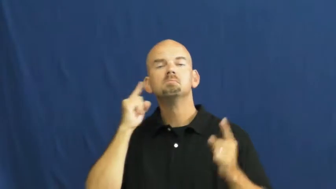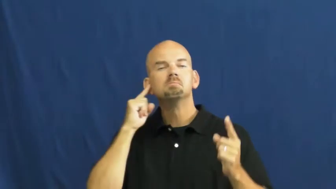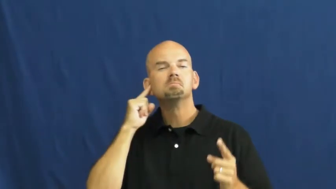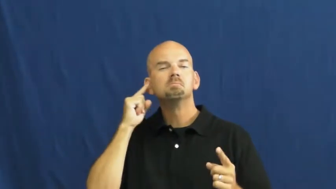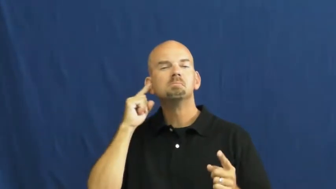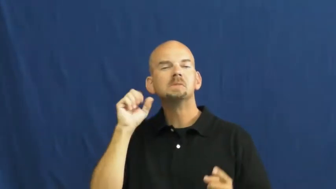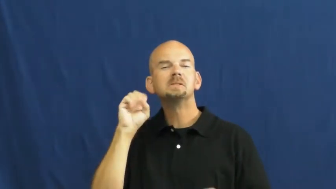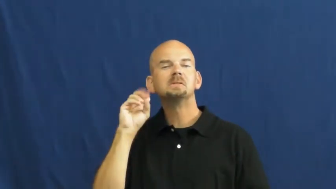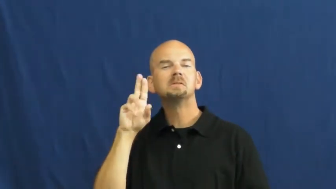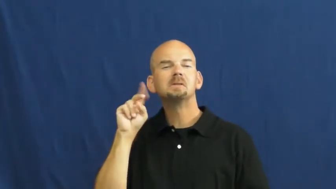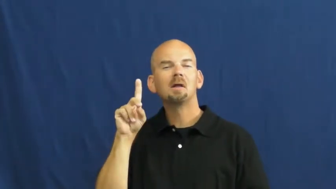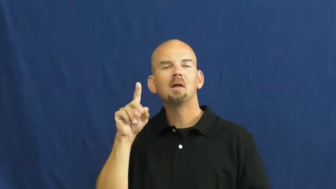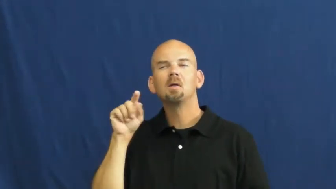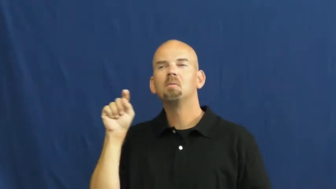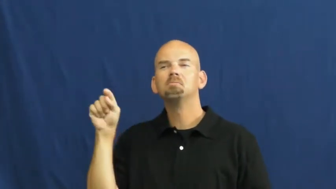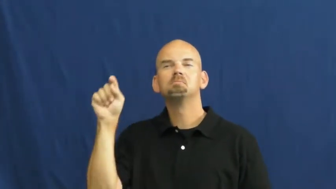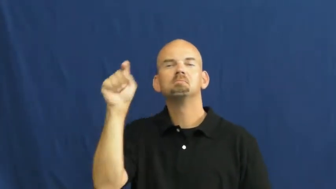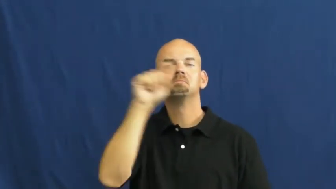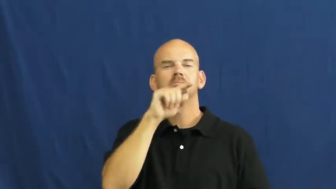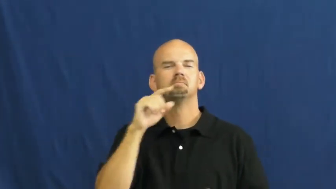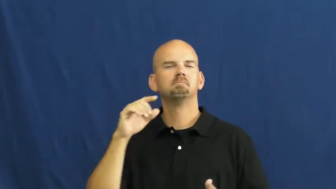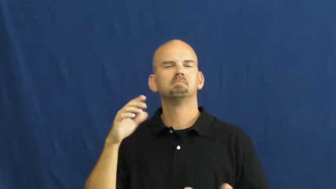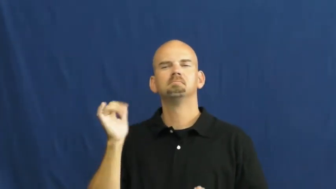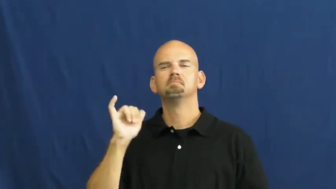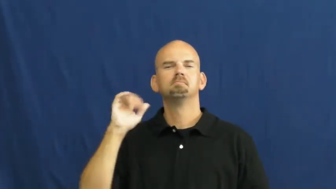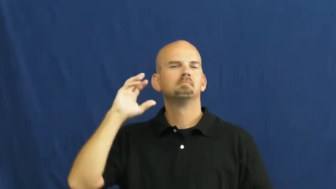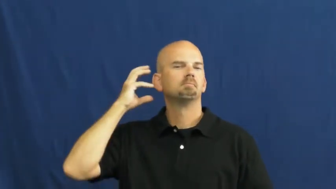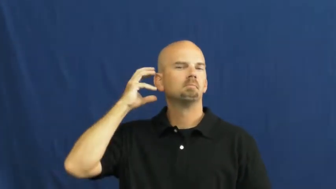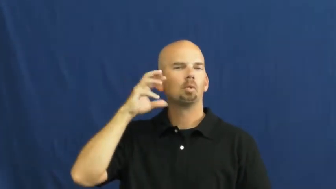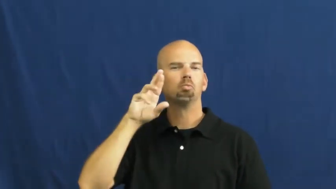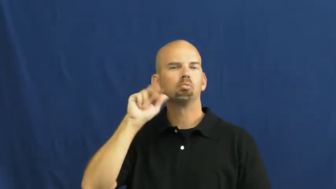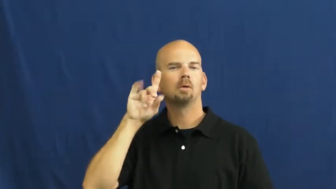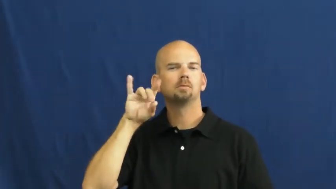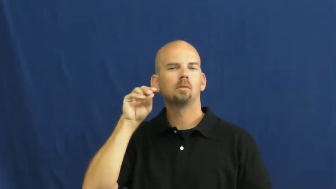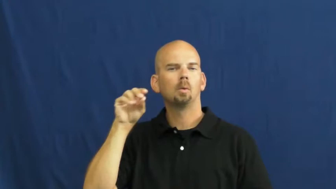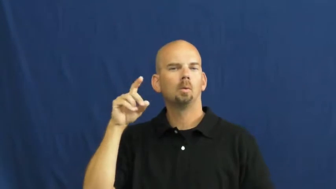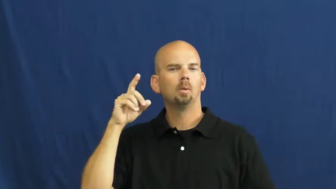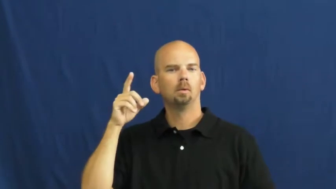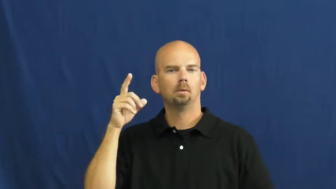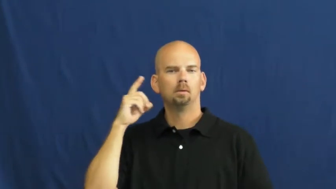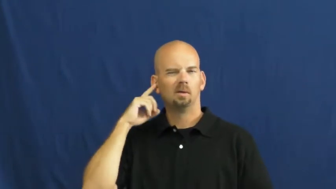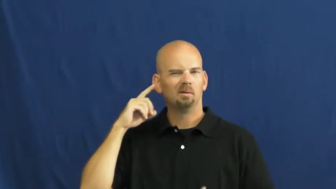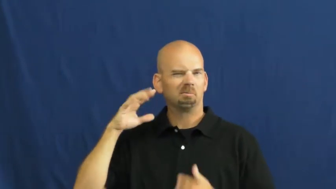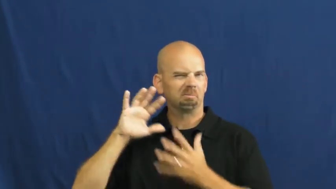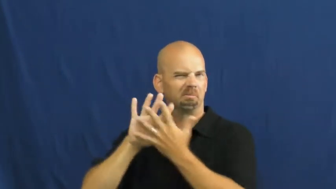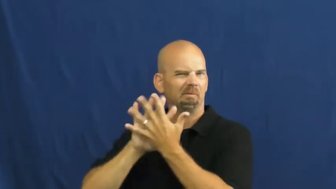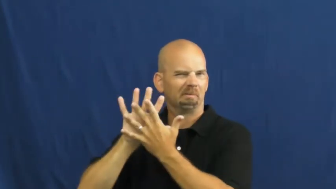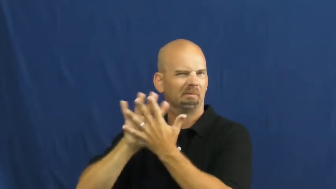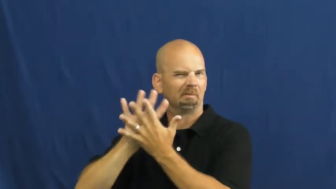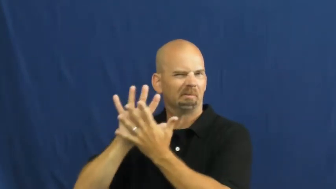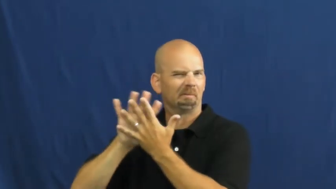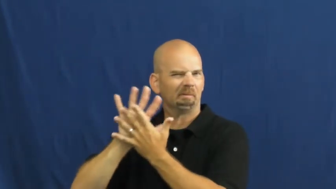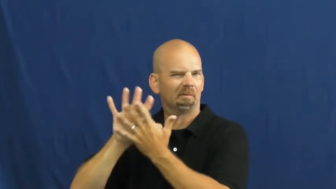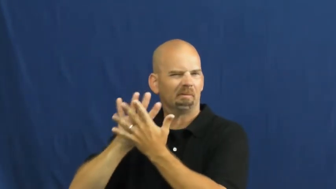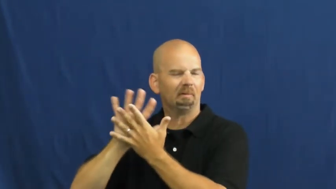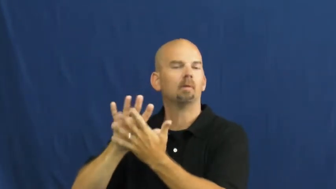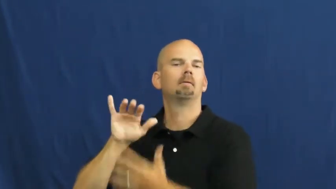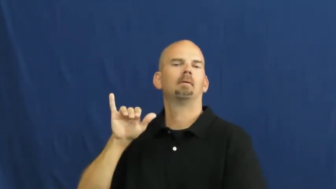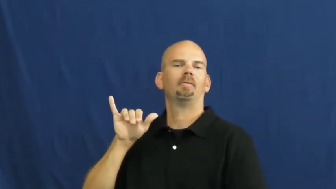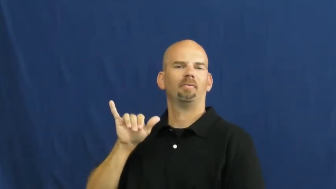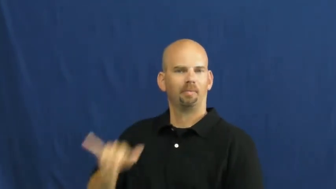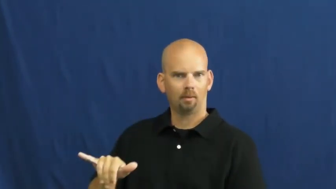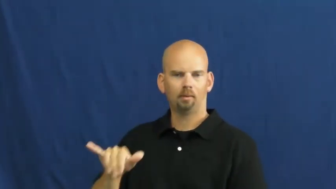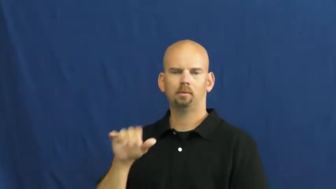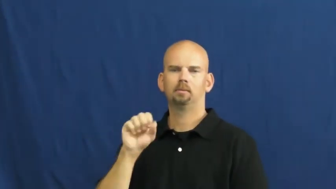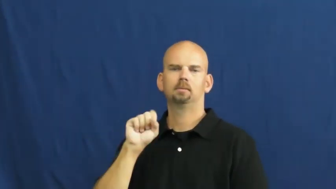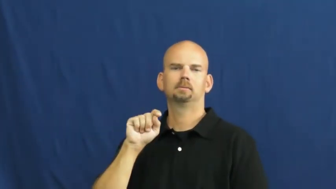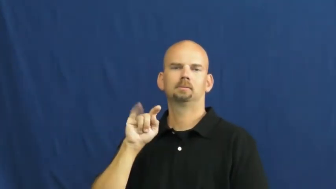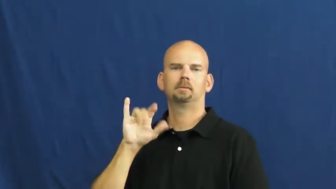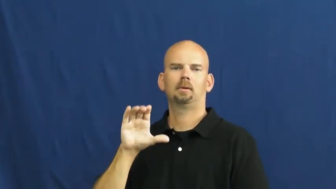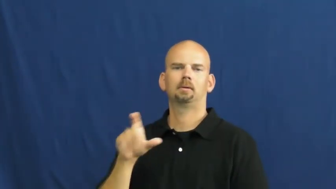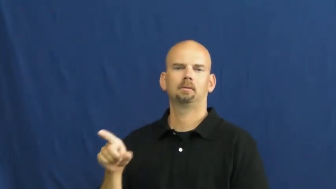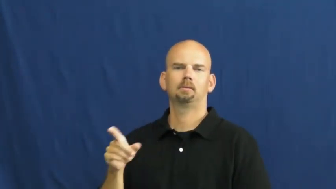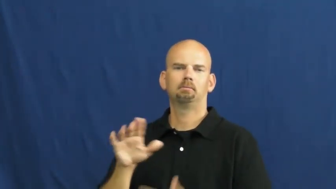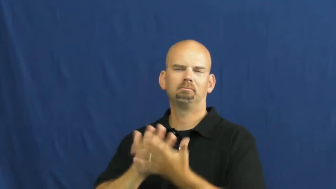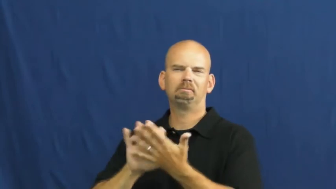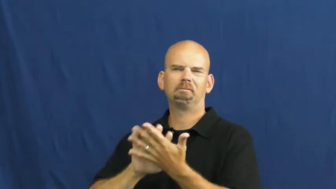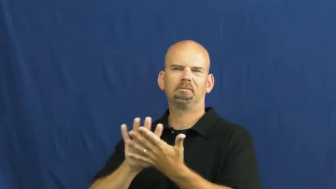static-sound